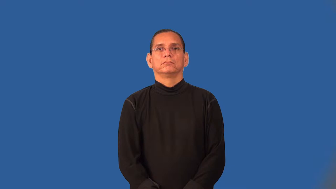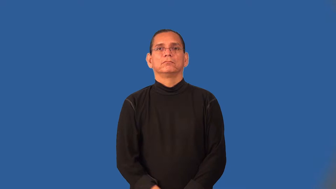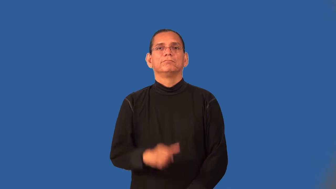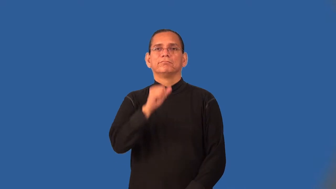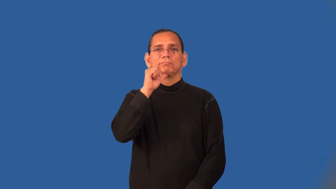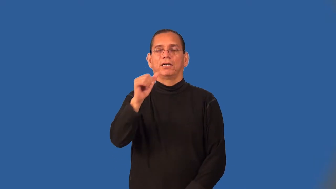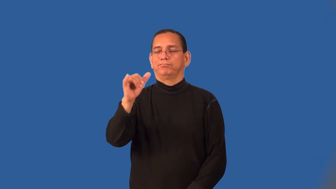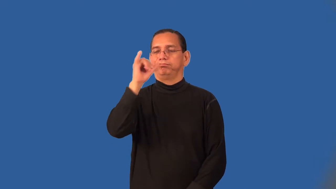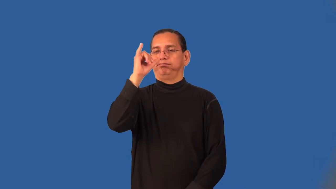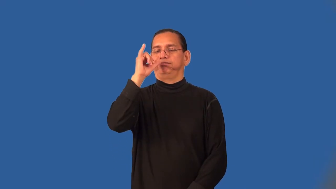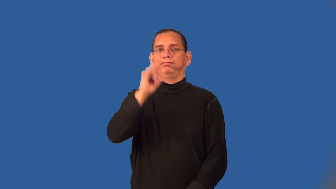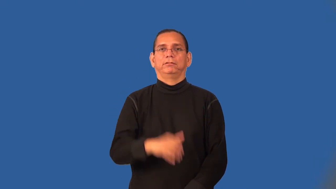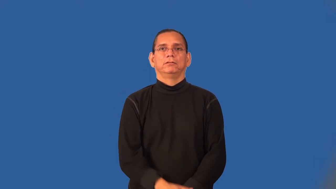temperance-alcohol